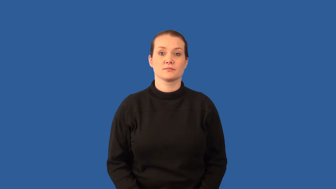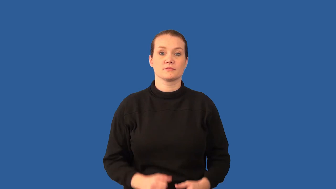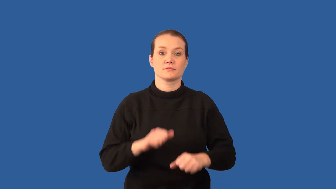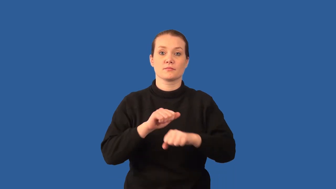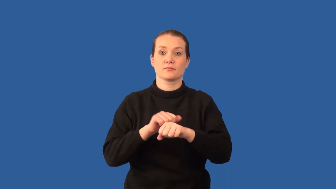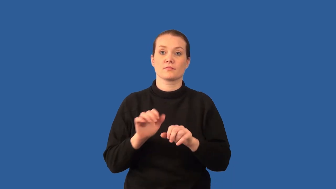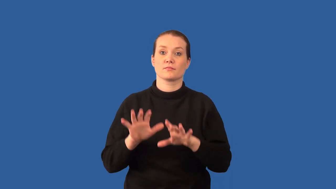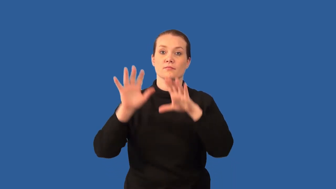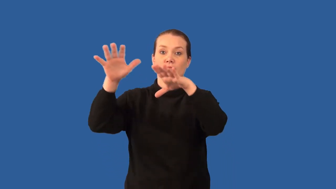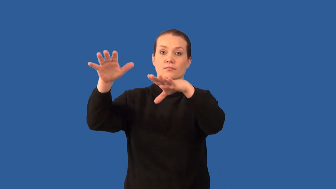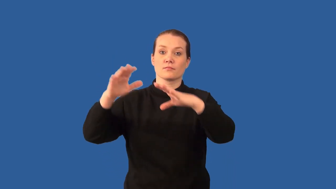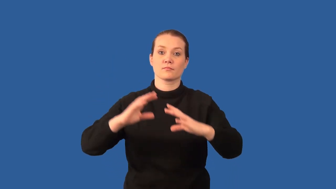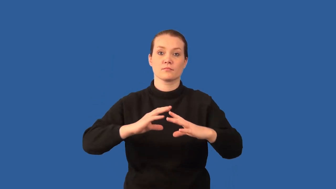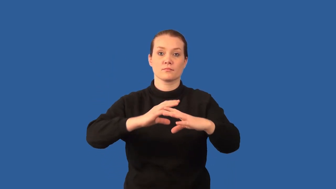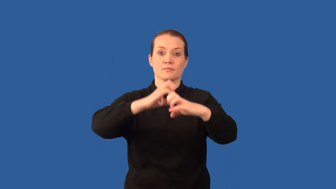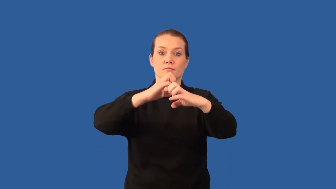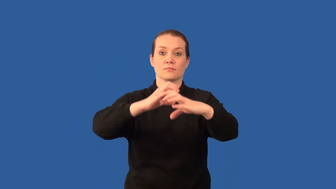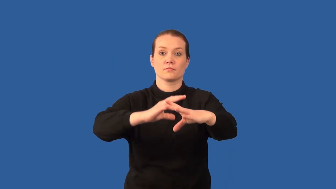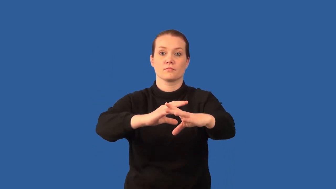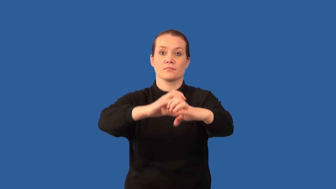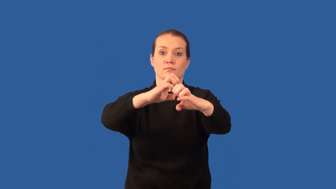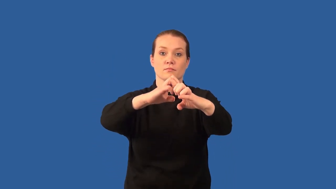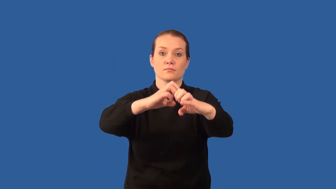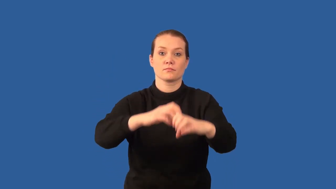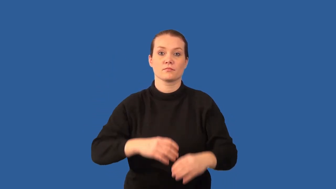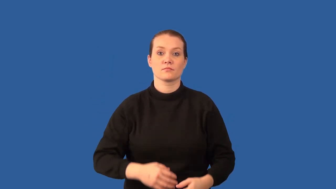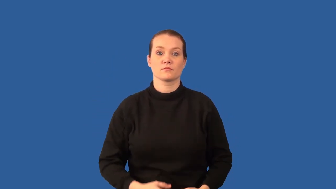orogeny